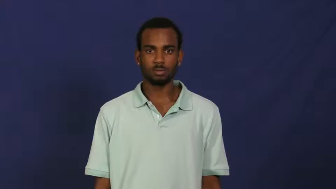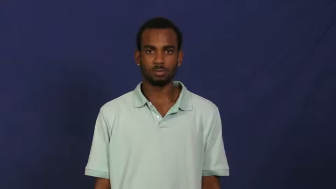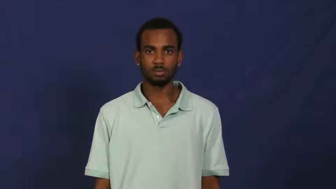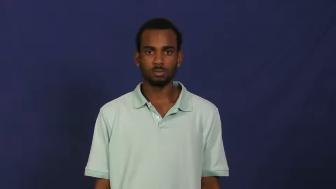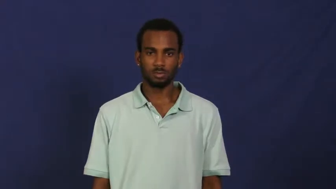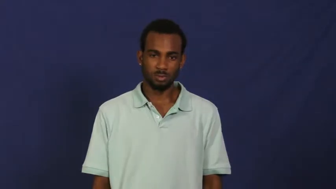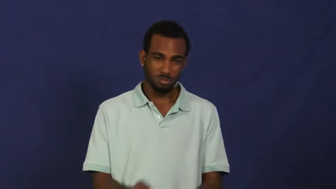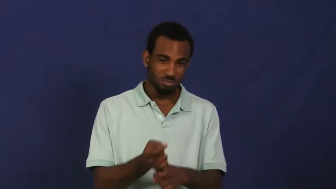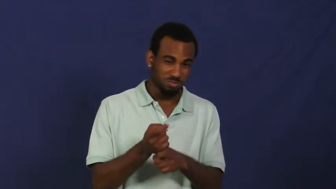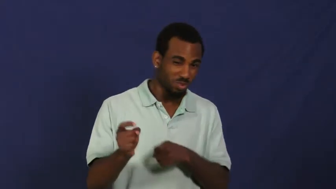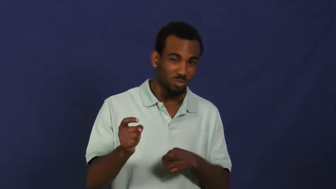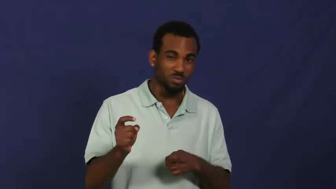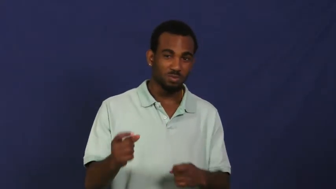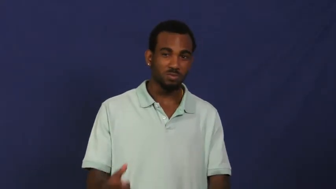gum up-ruin